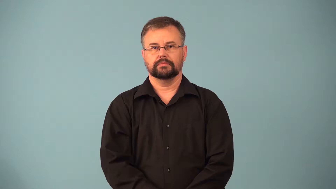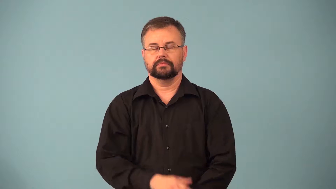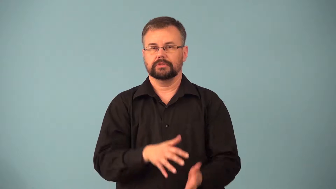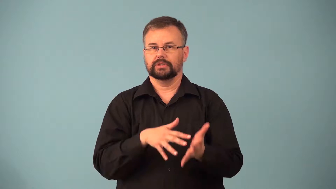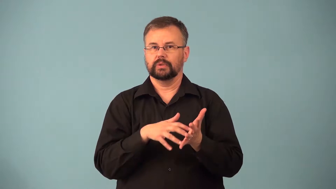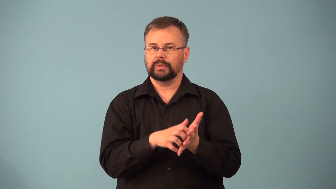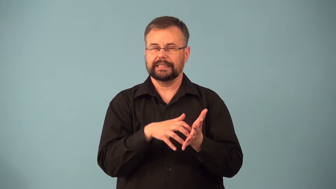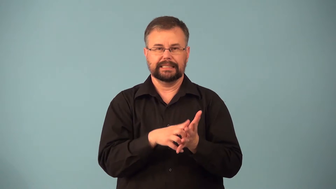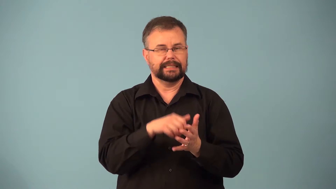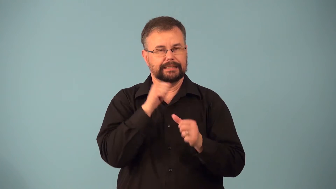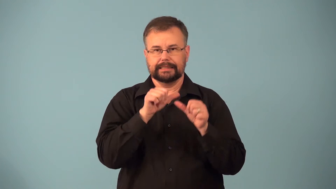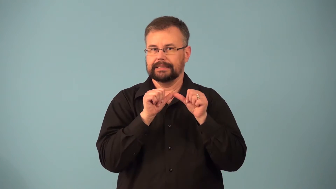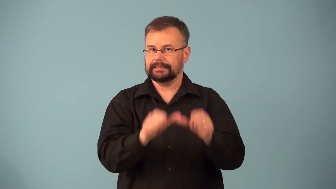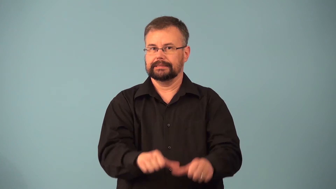moribund-not strong,will not continue